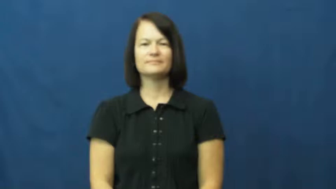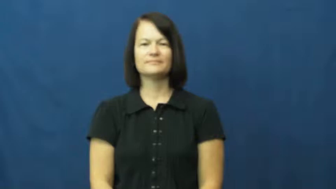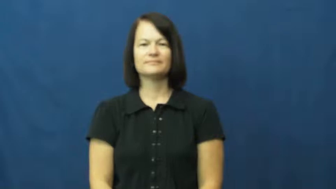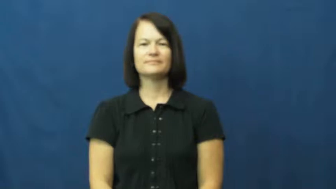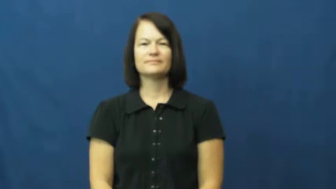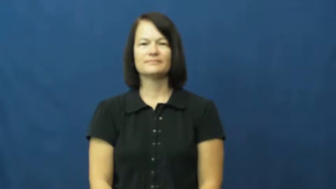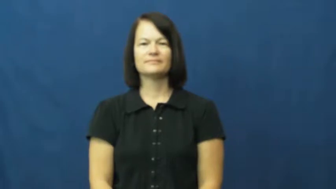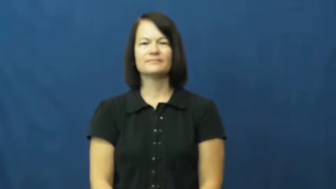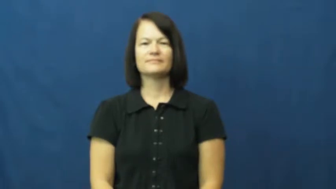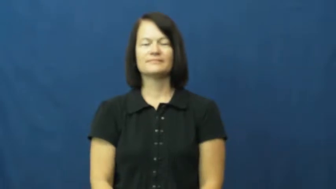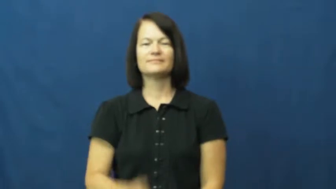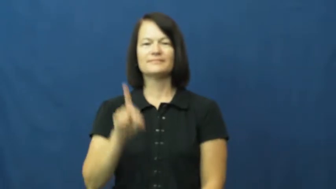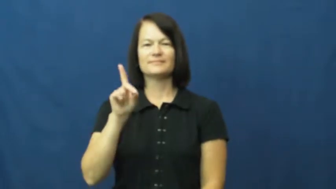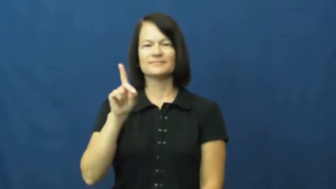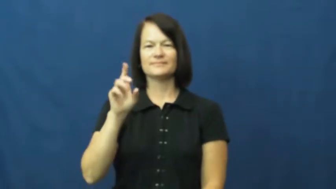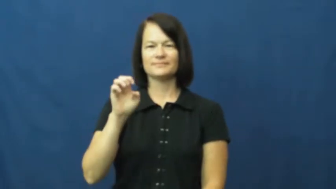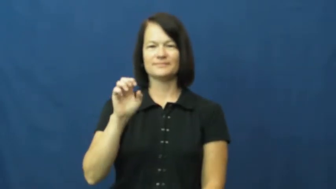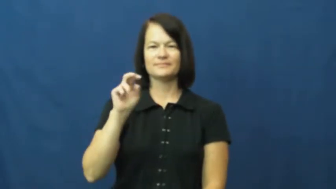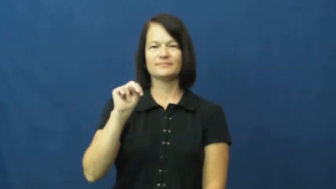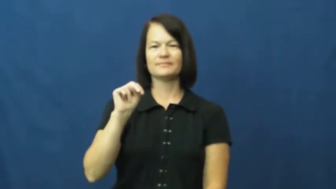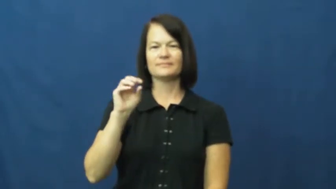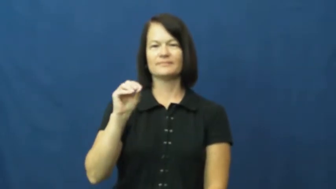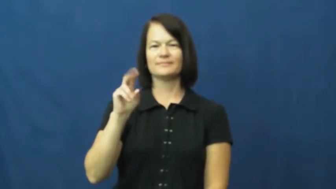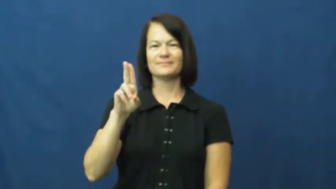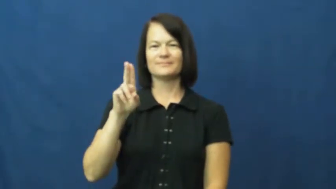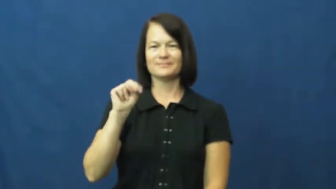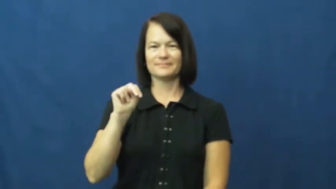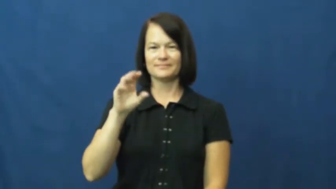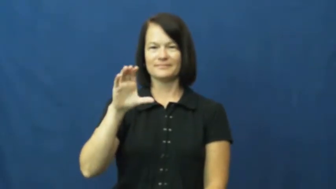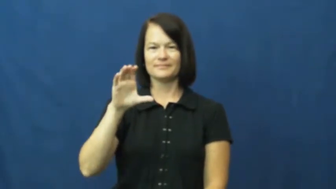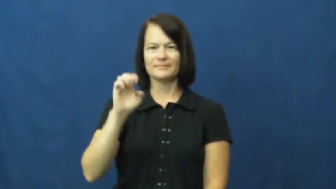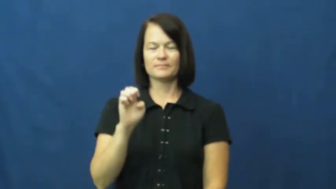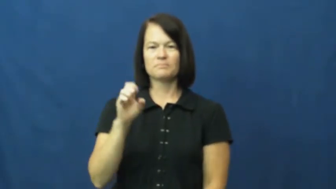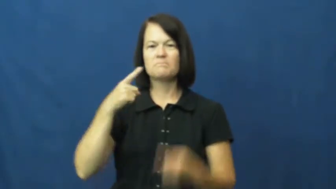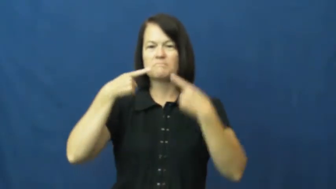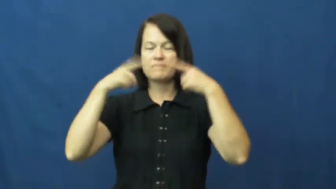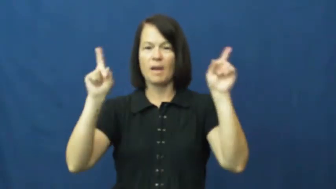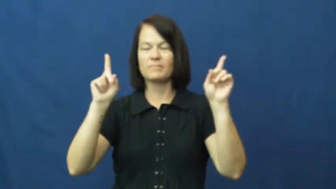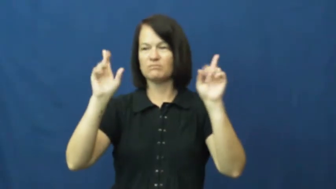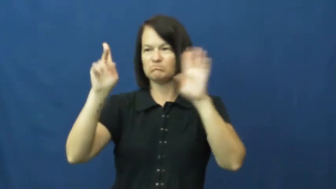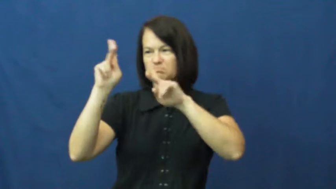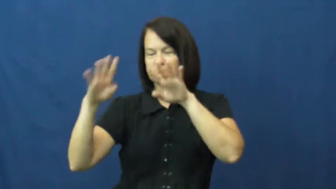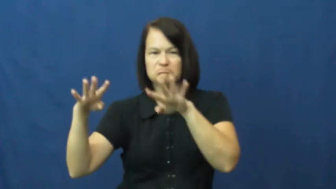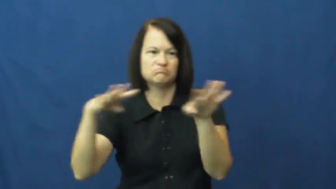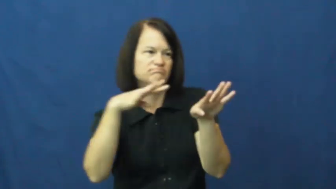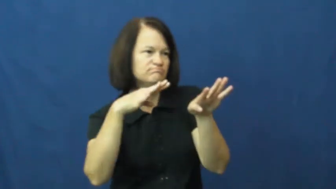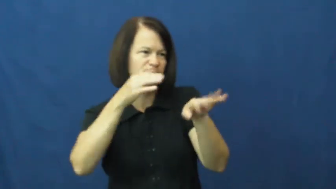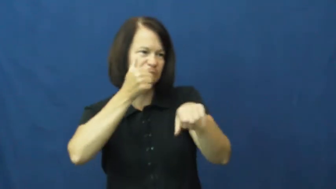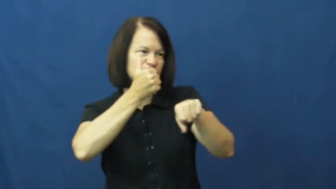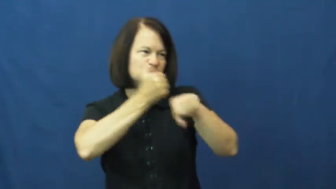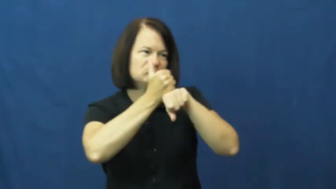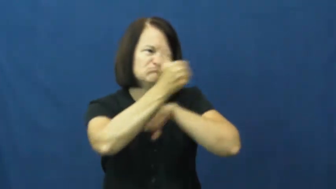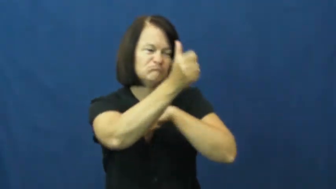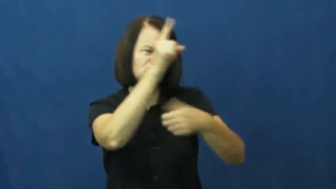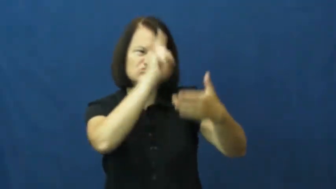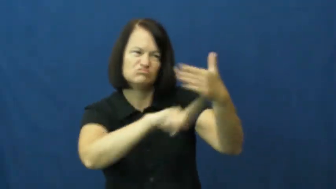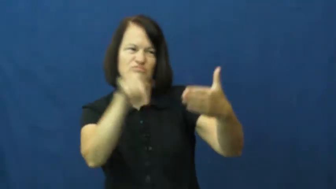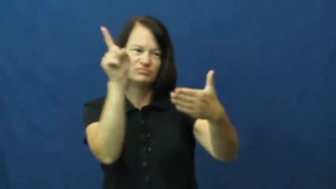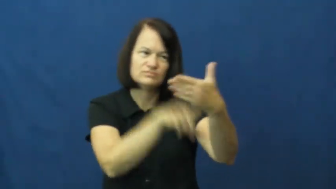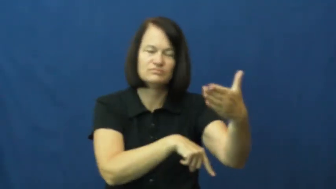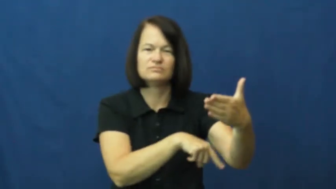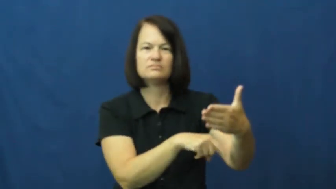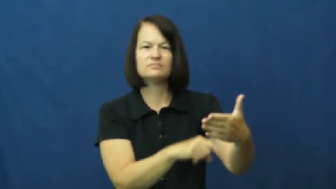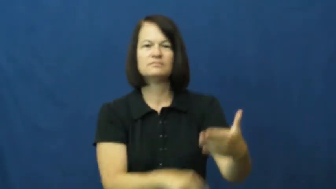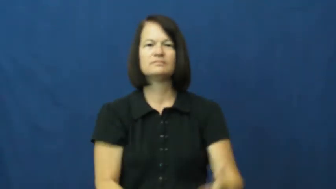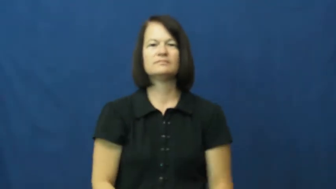denounce